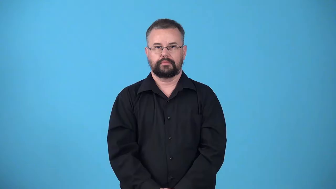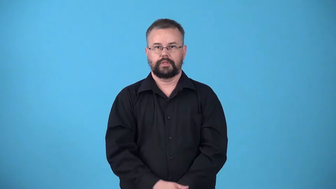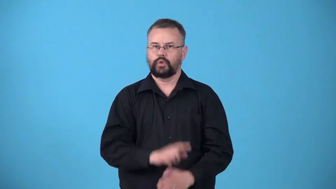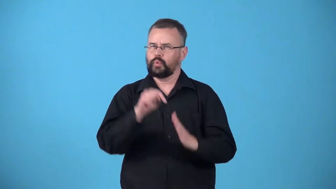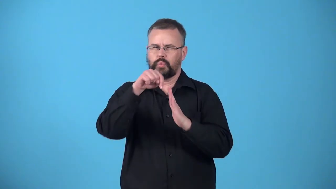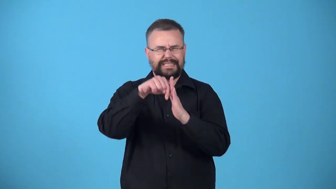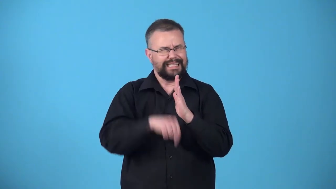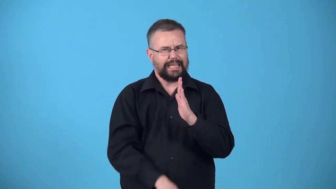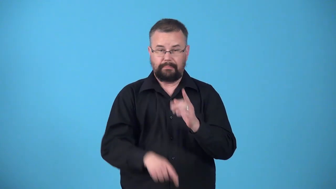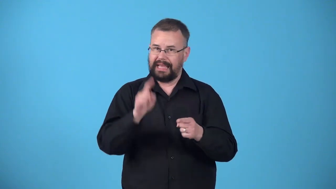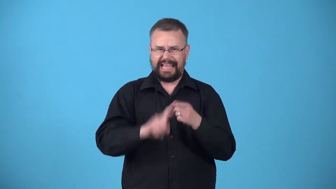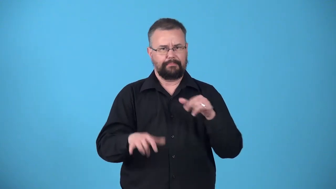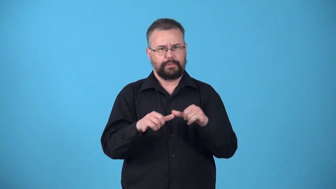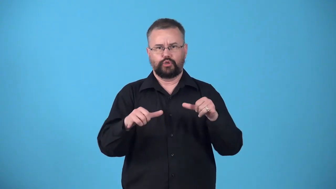unplumbed